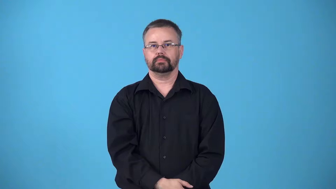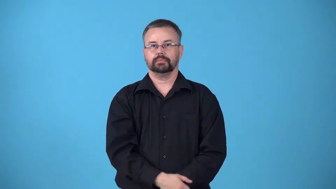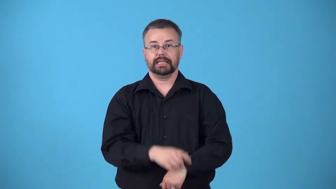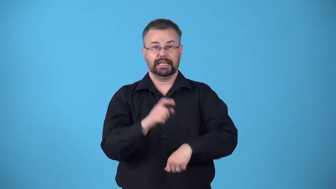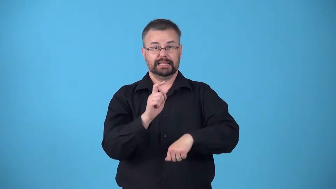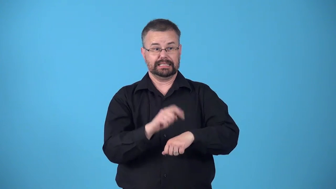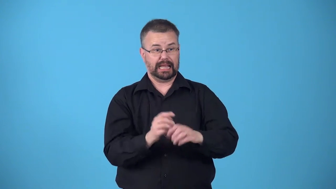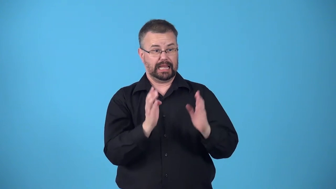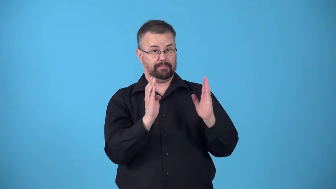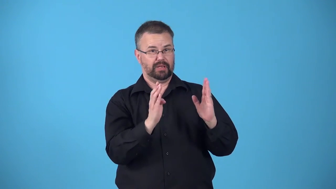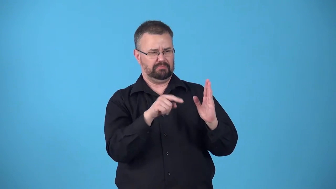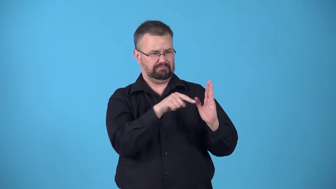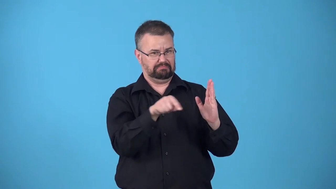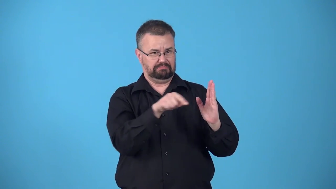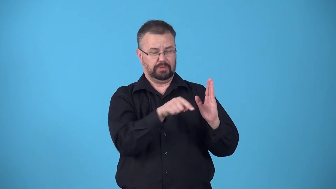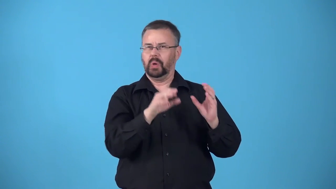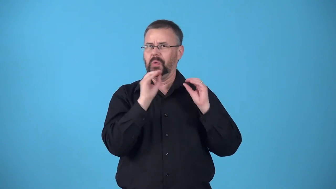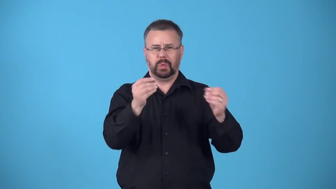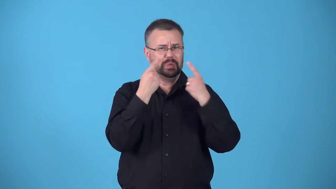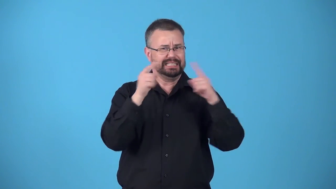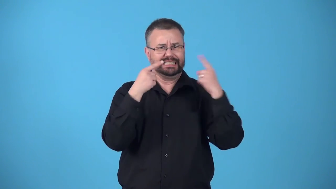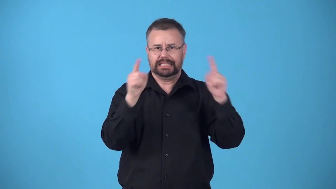barren-time